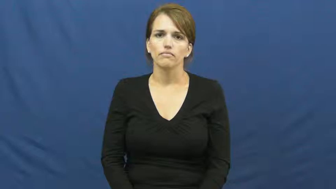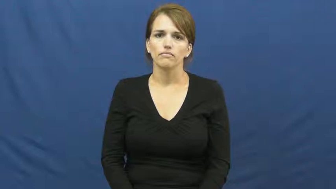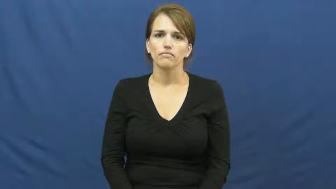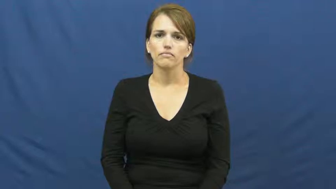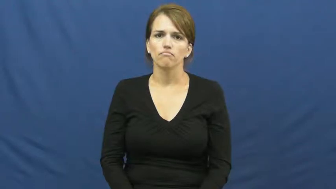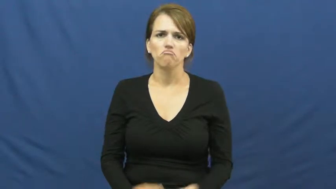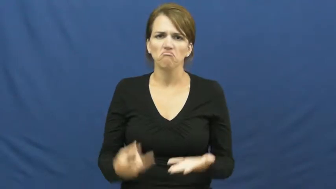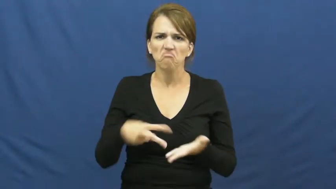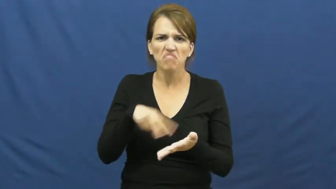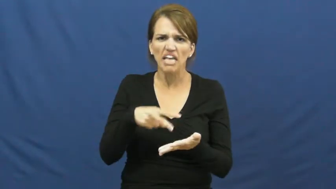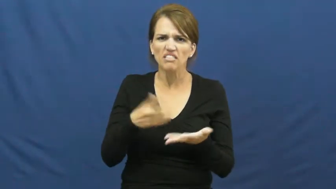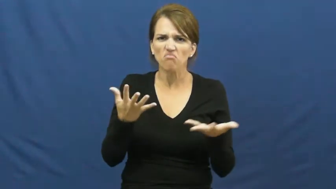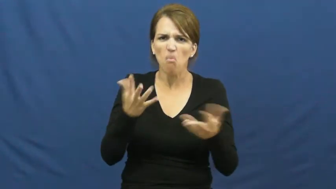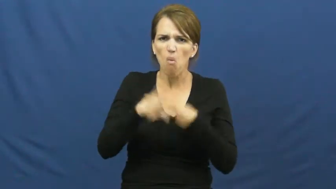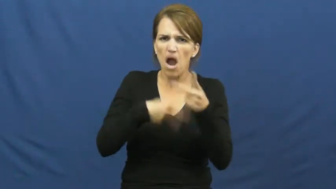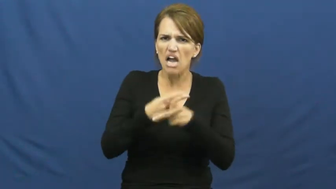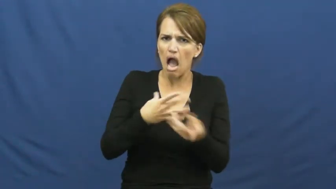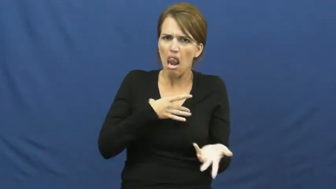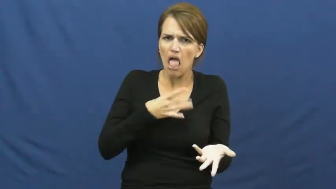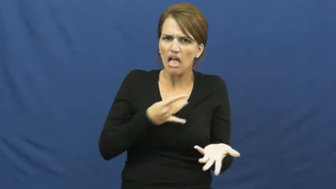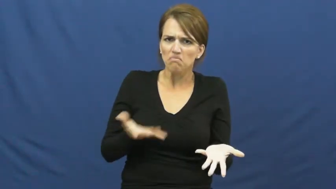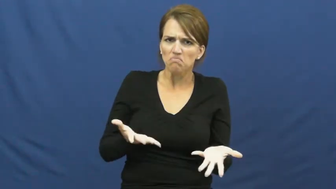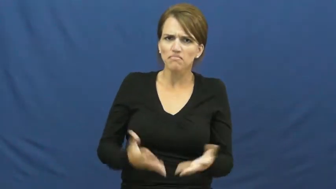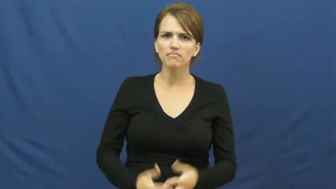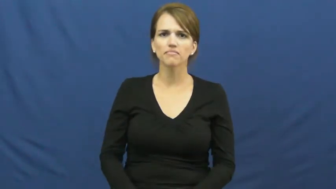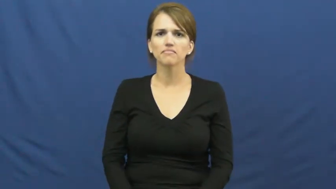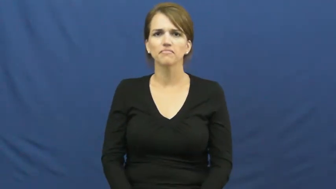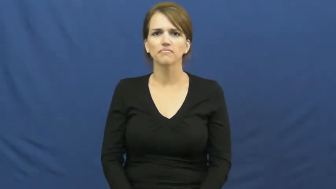kind of dance